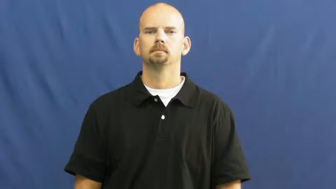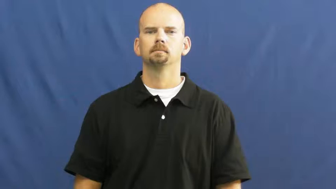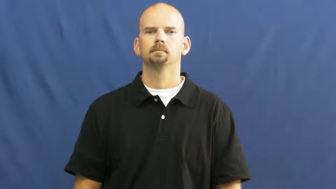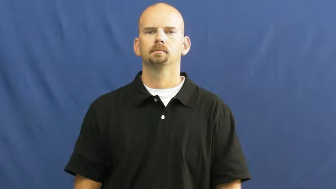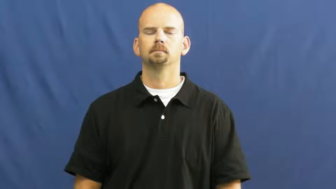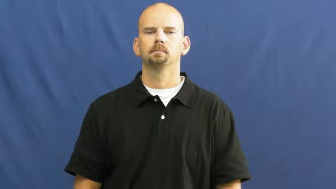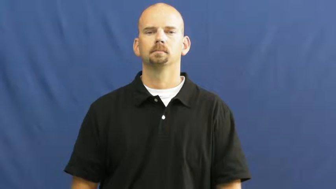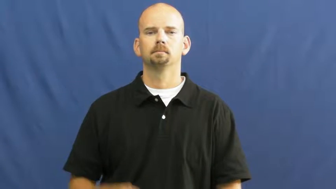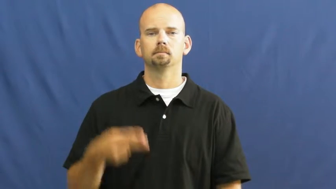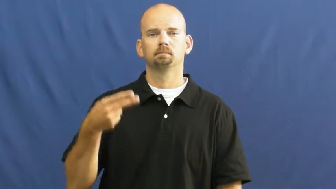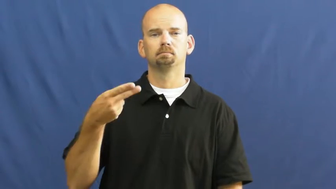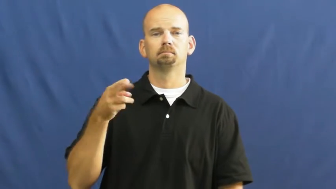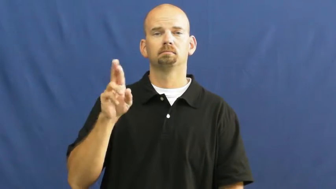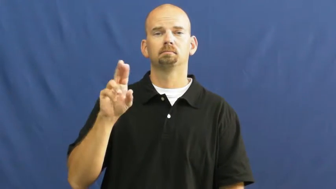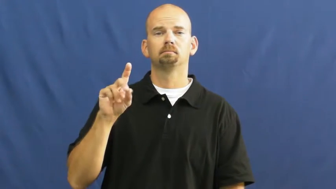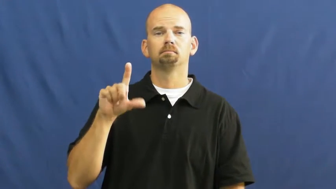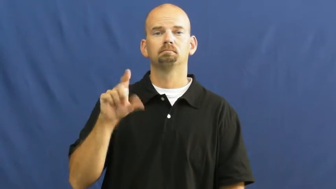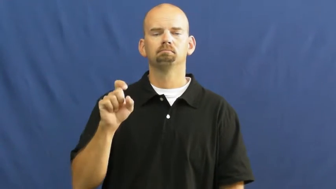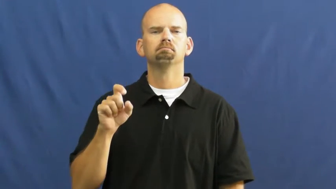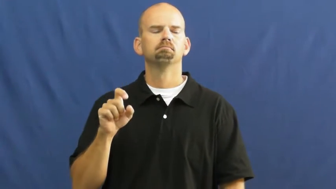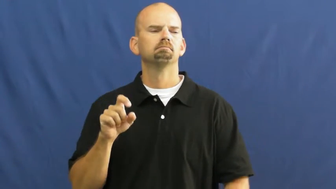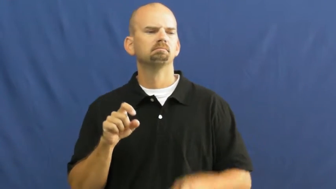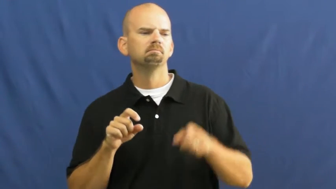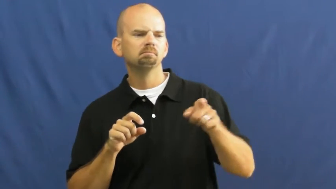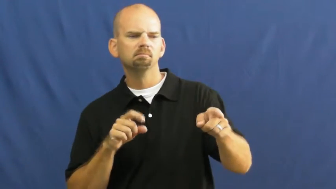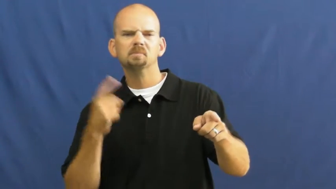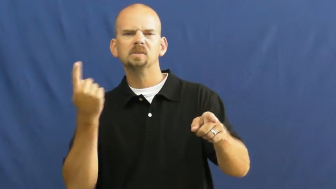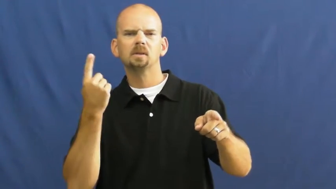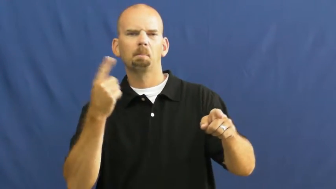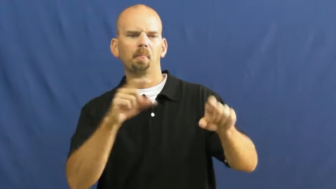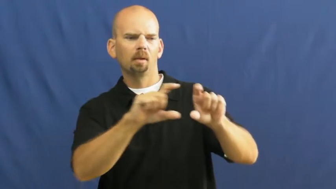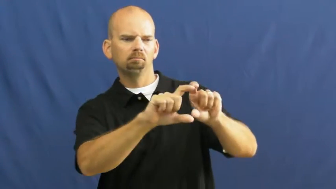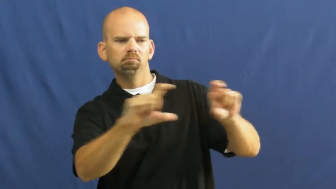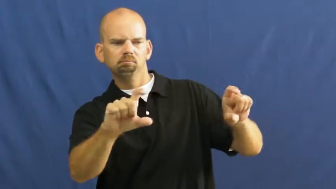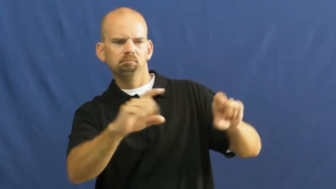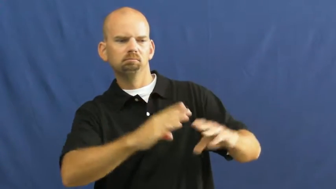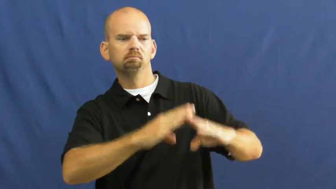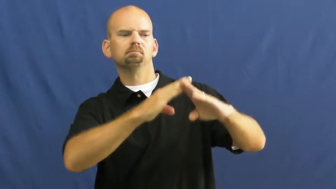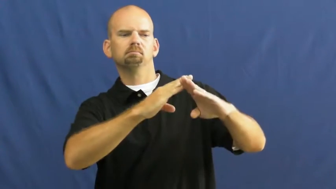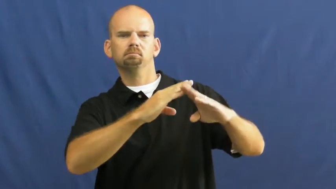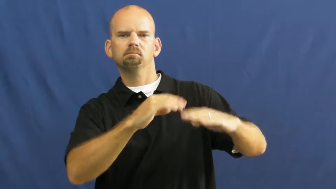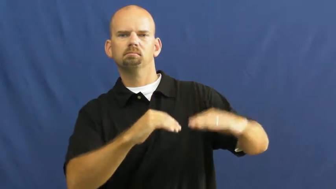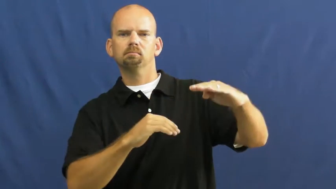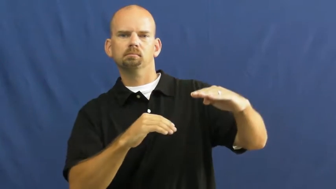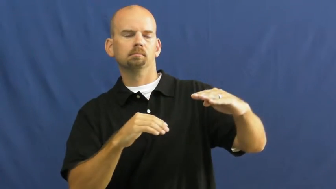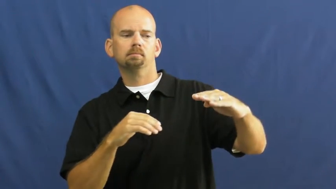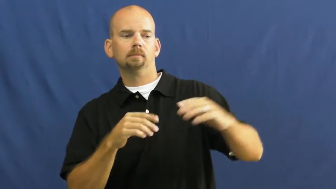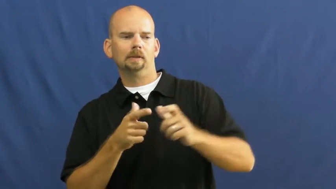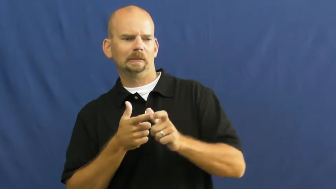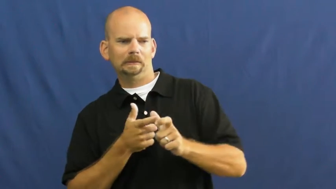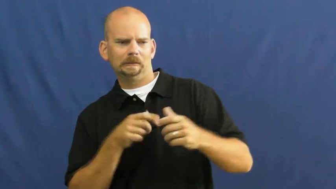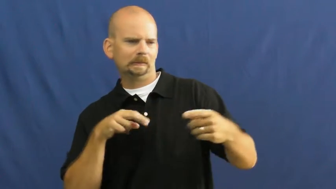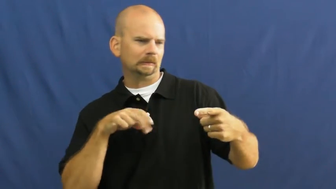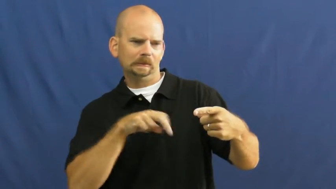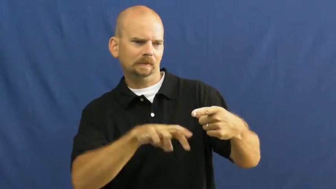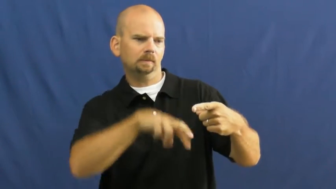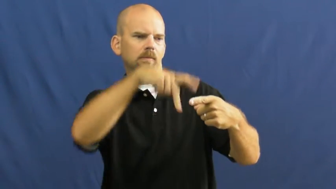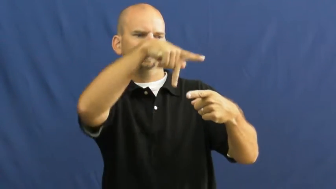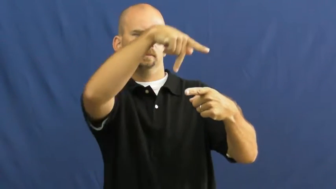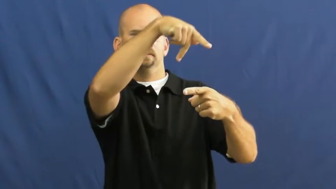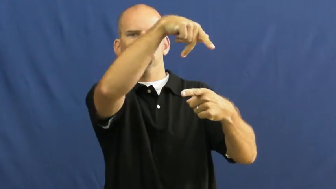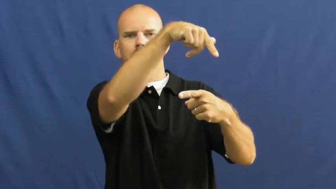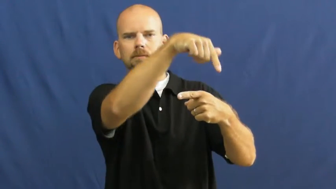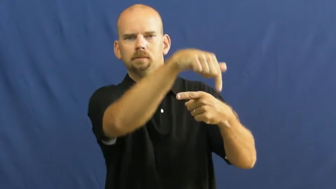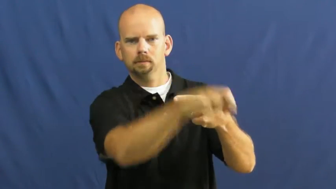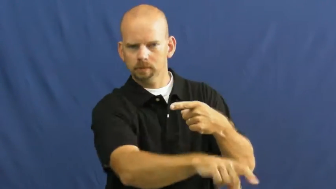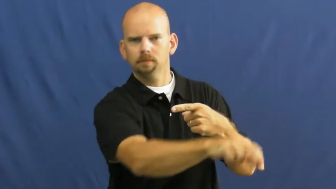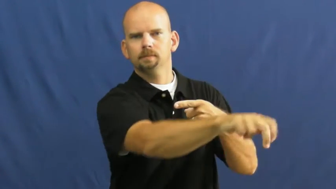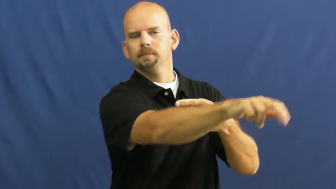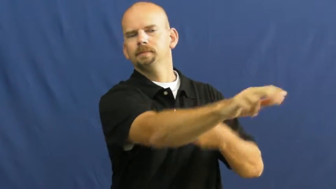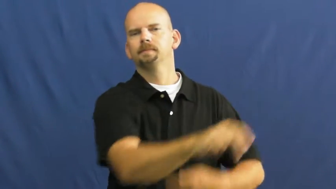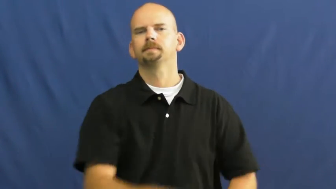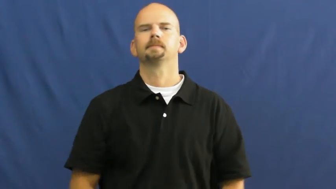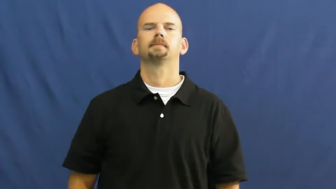hurdle